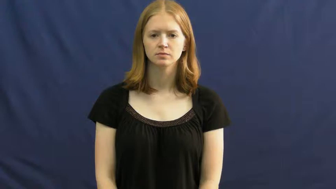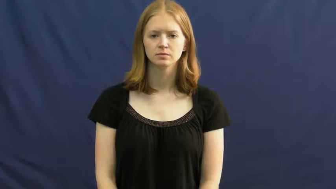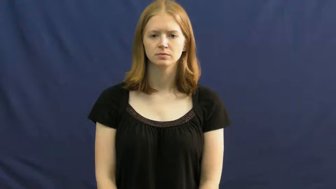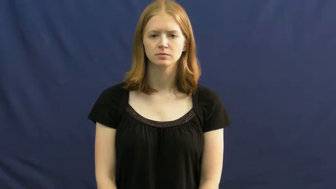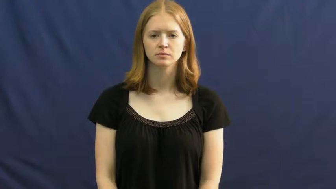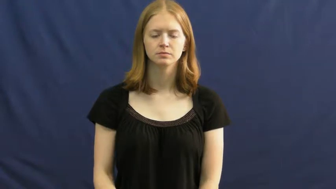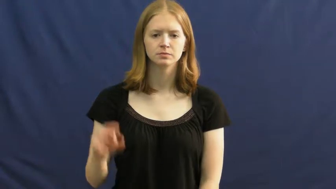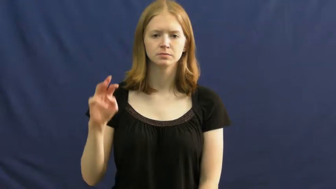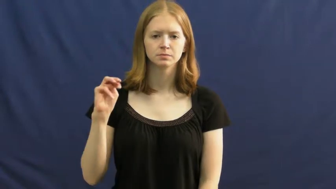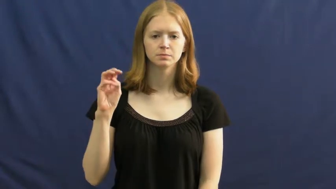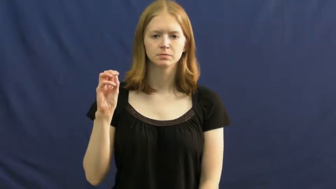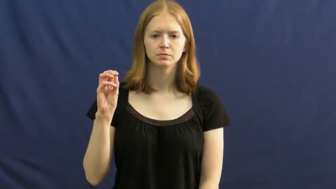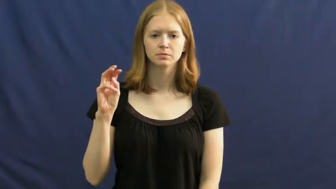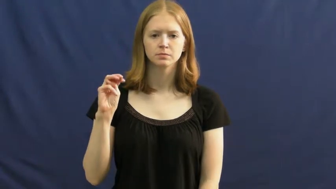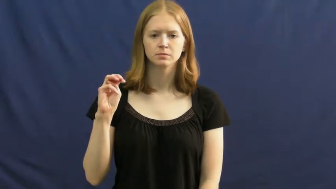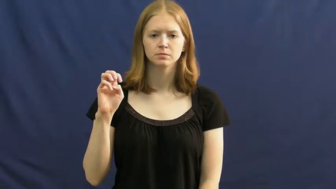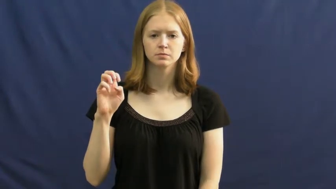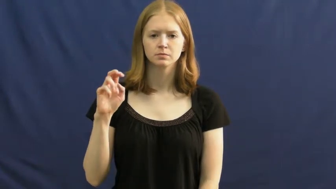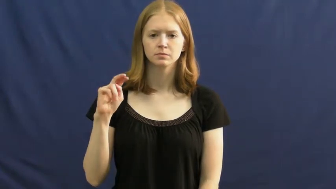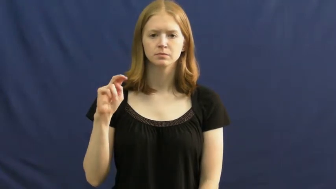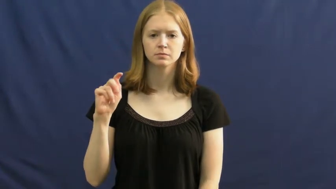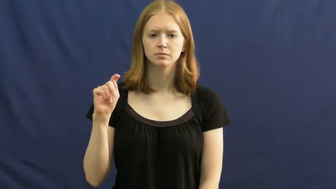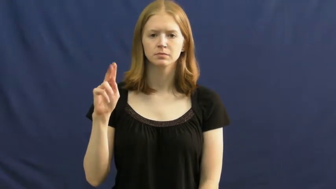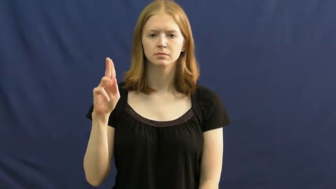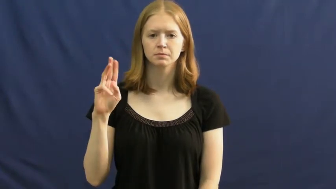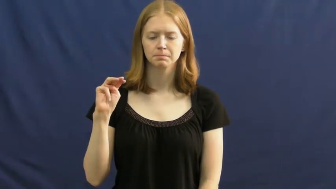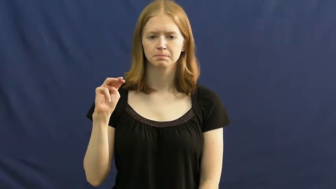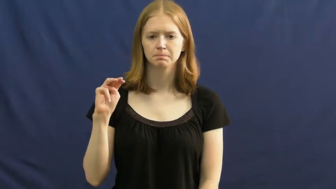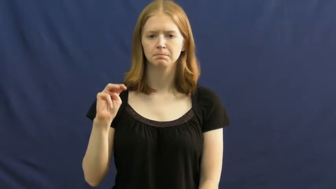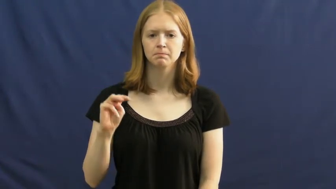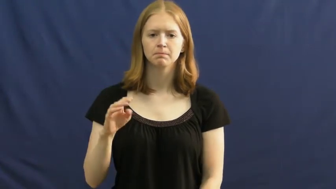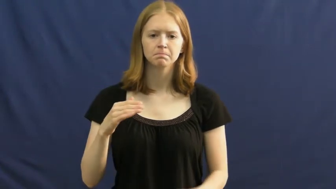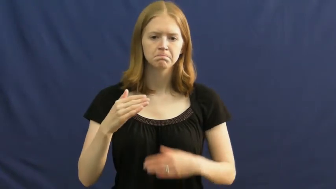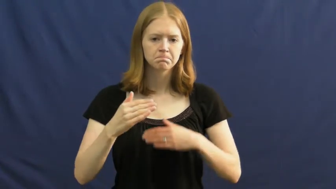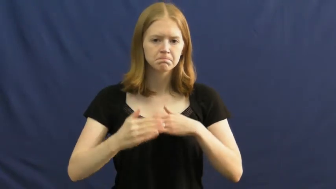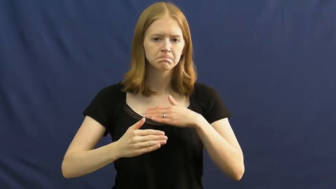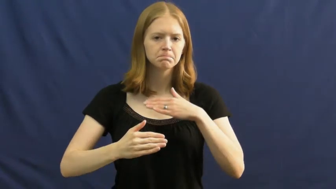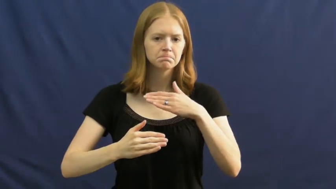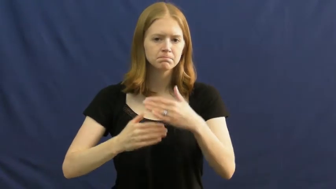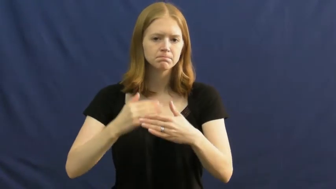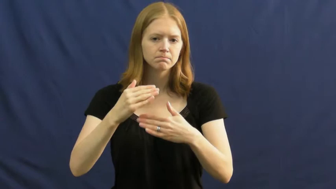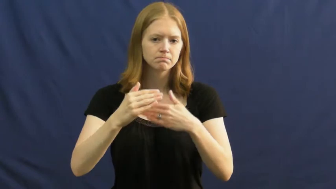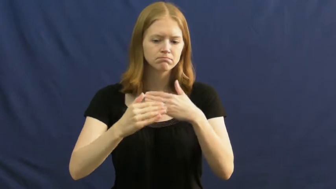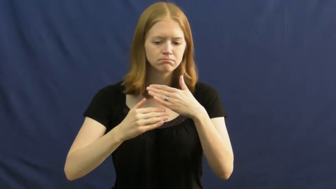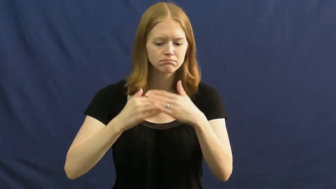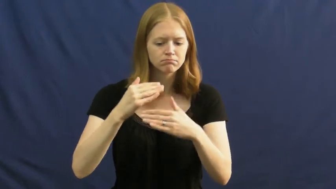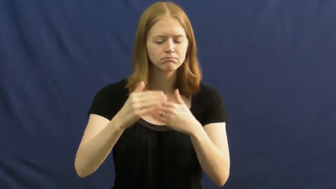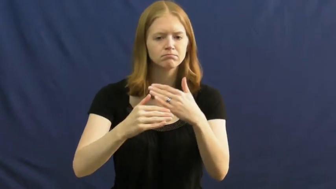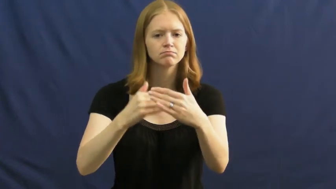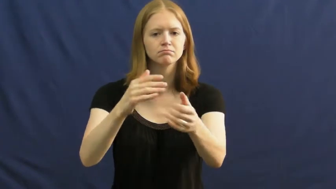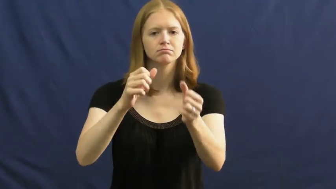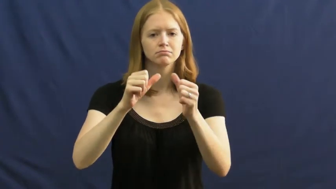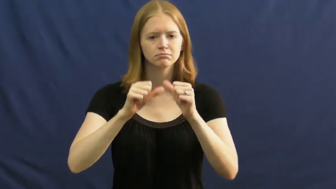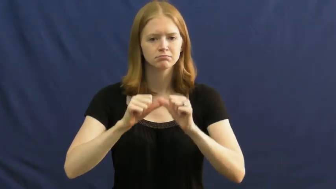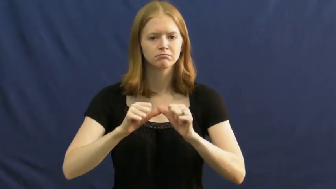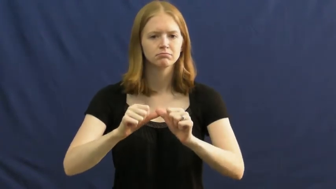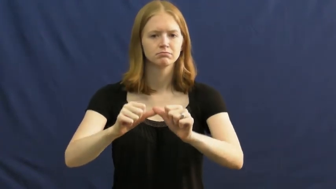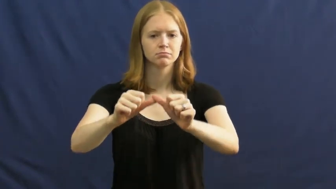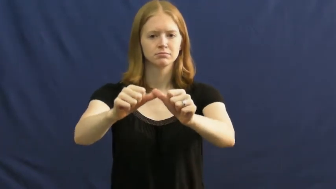momentum